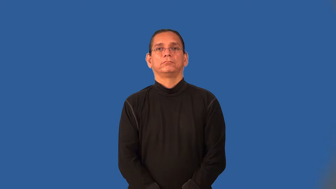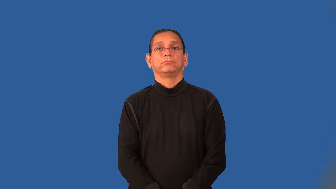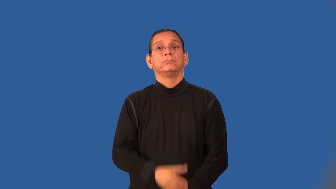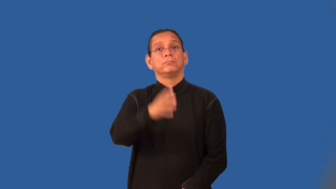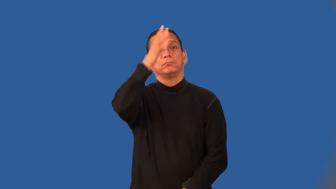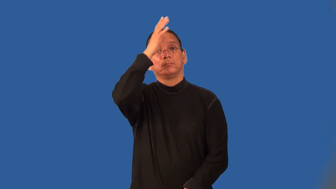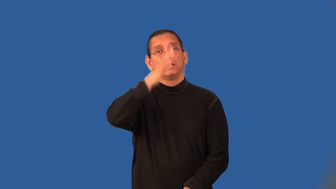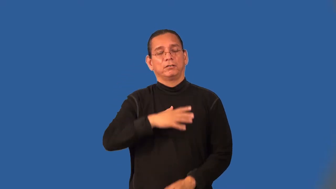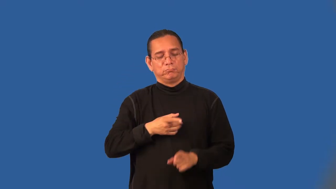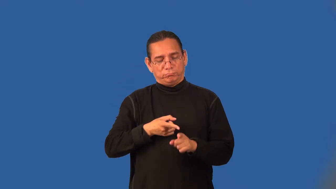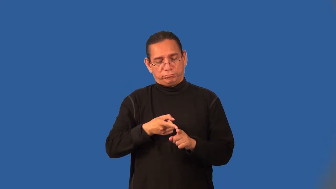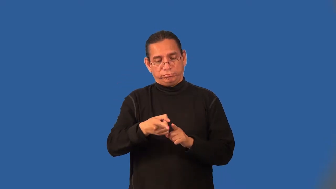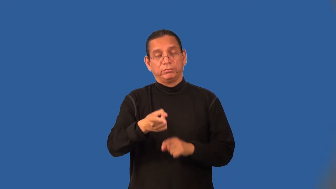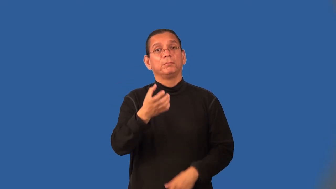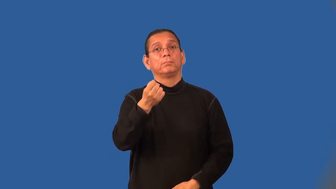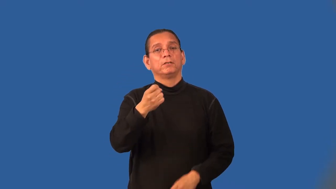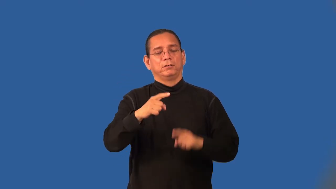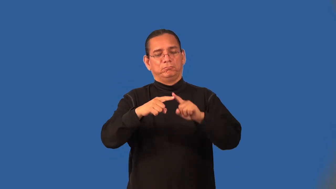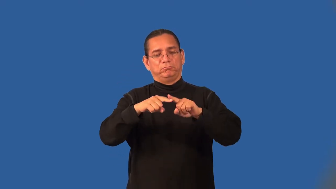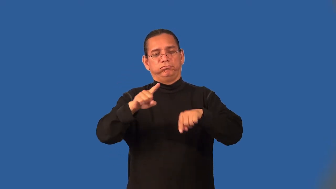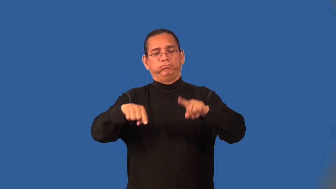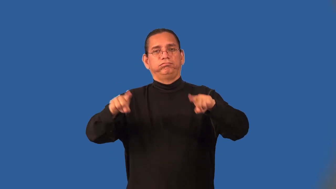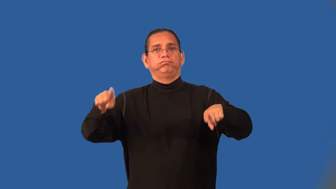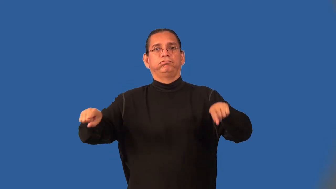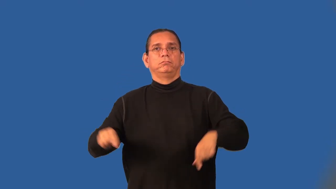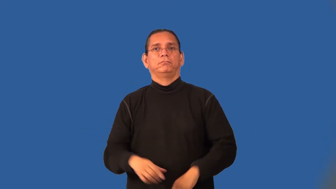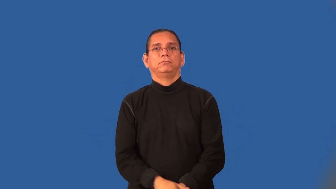dairyman